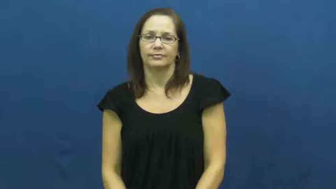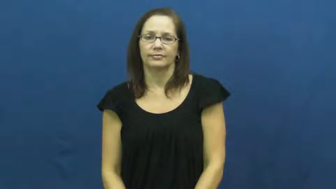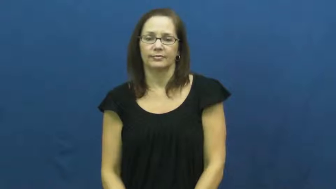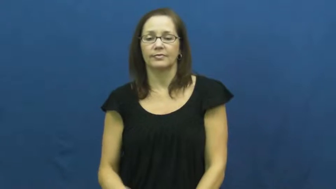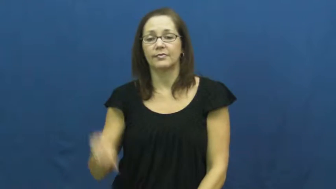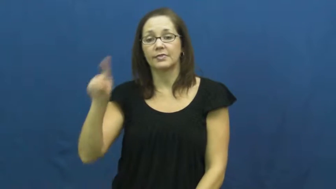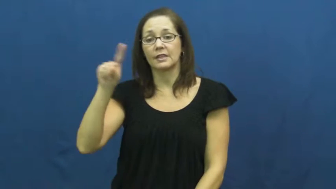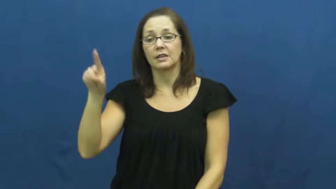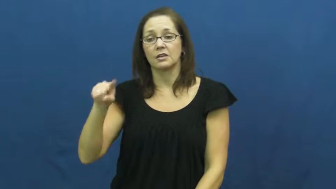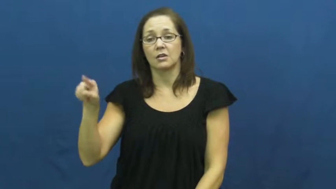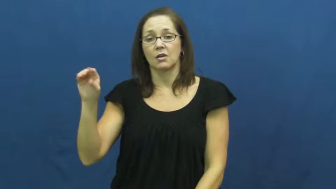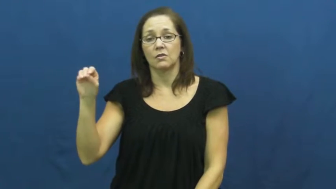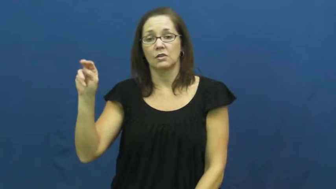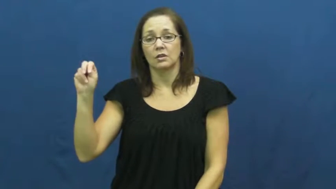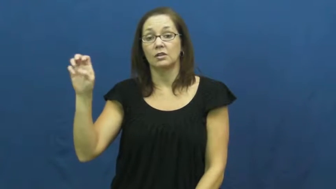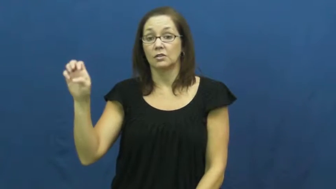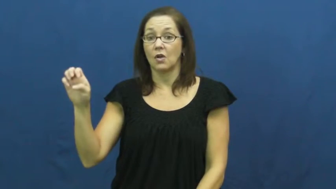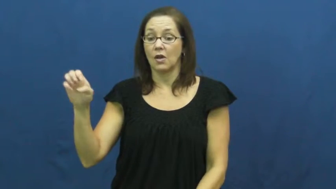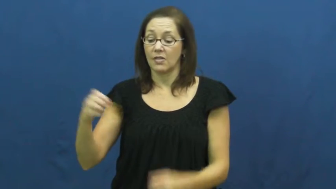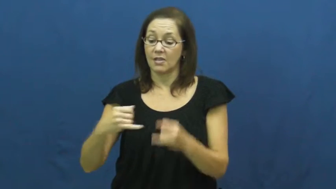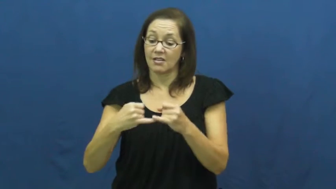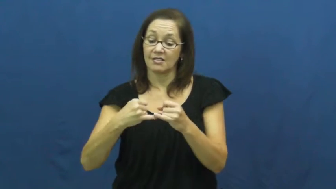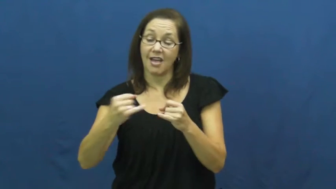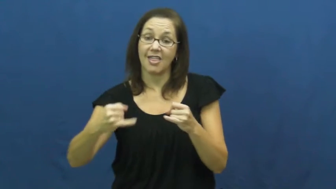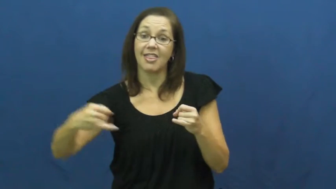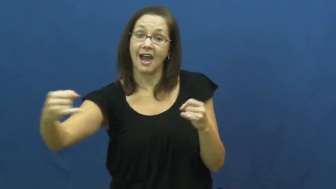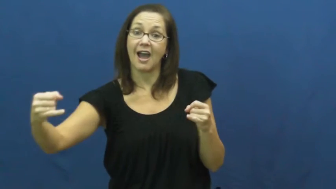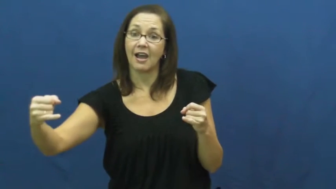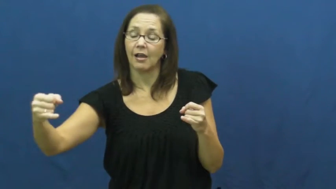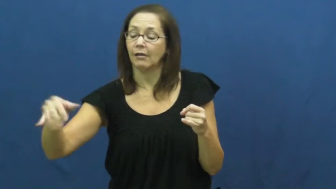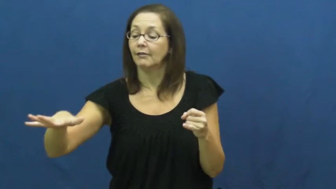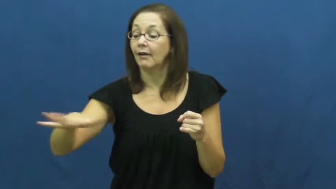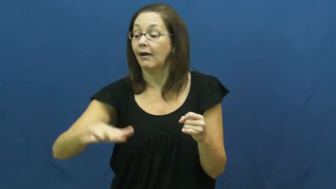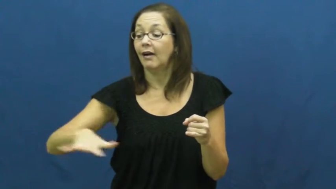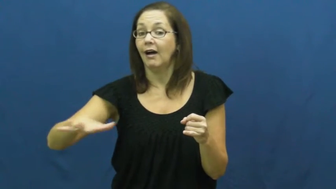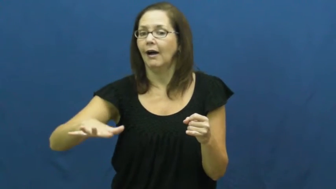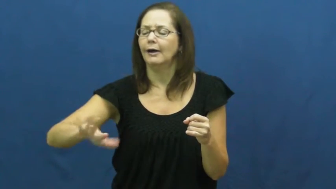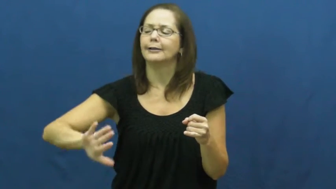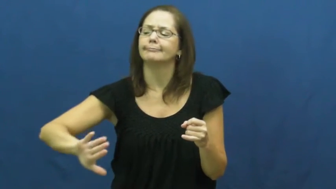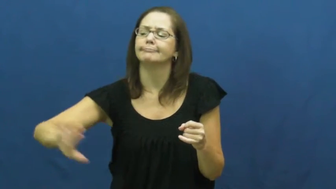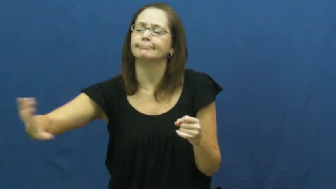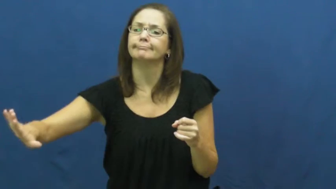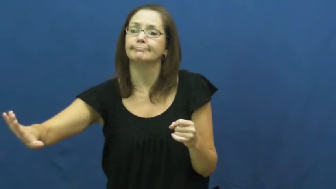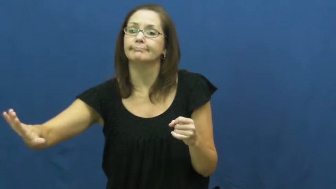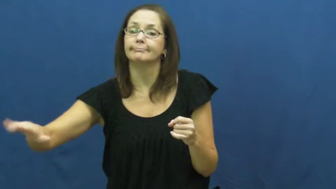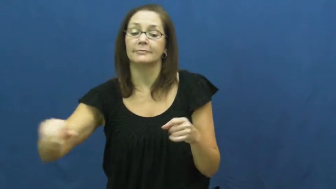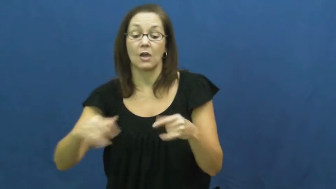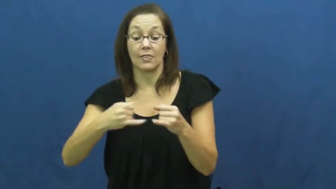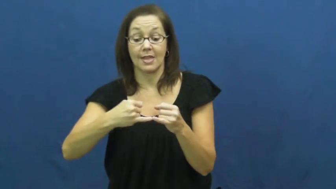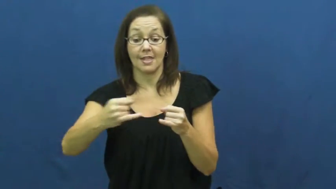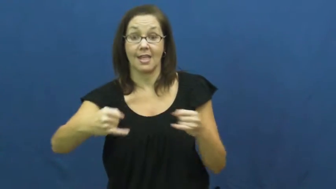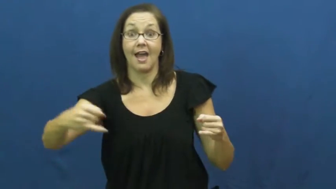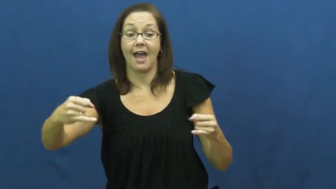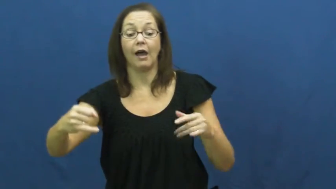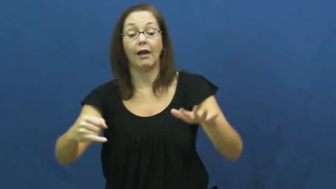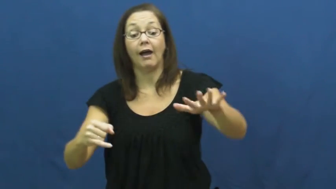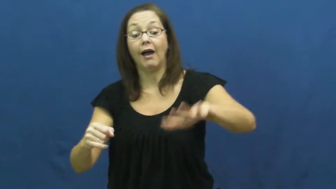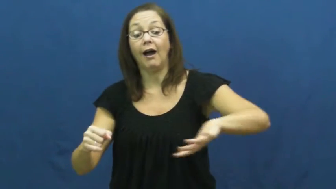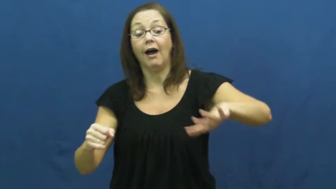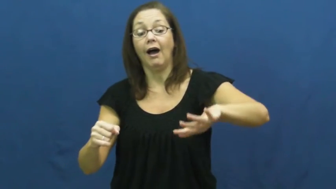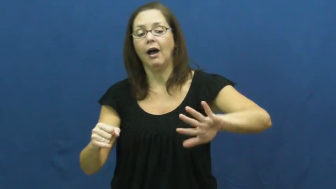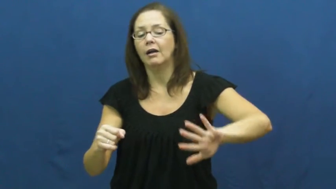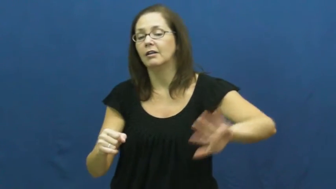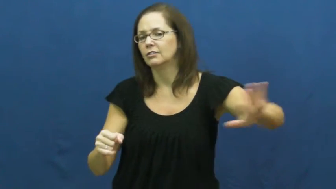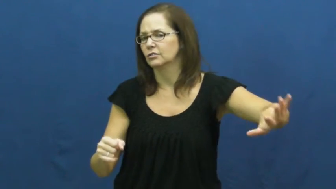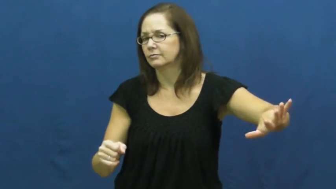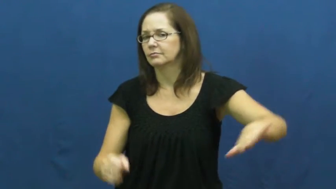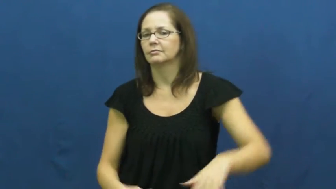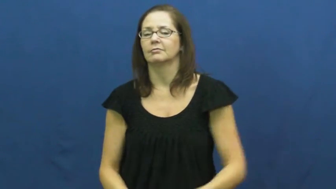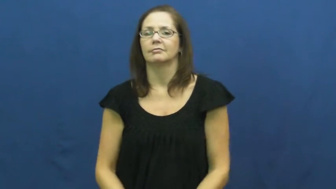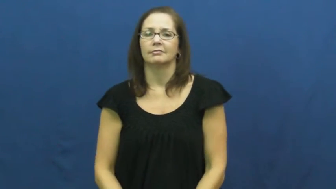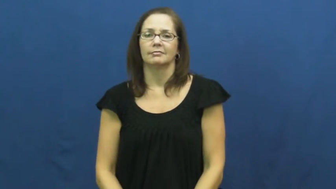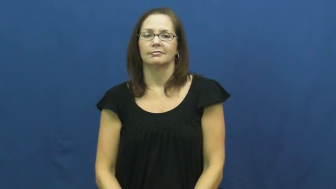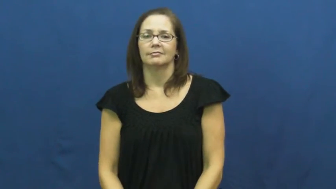zone-line